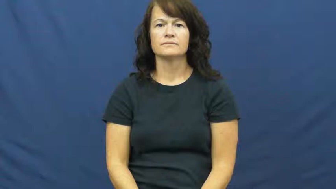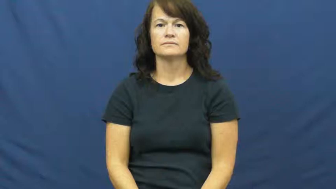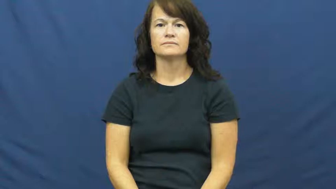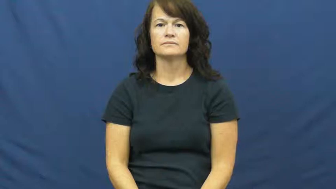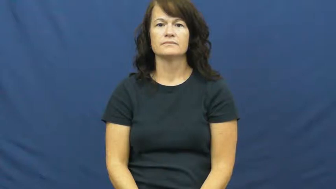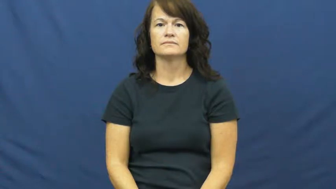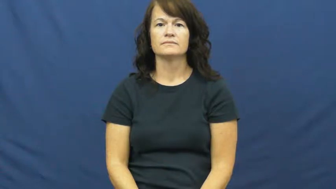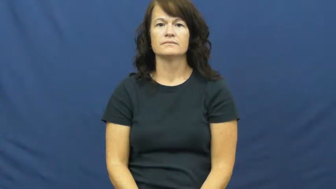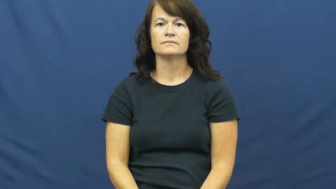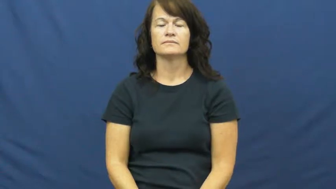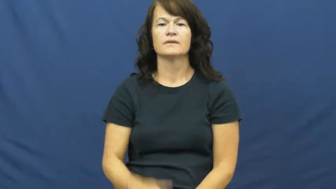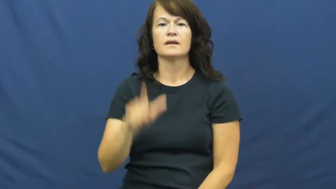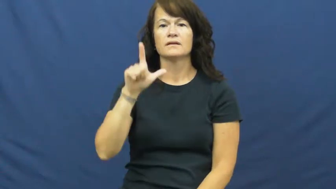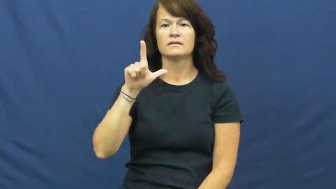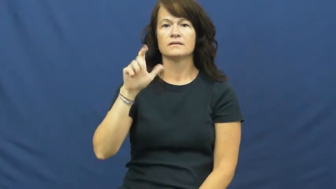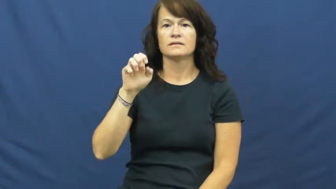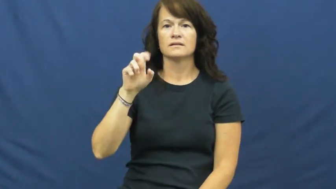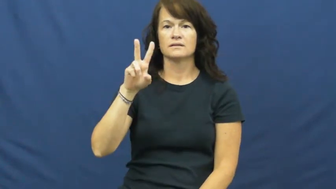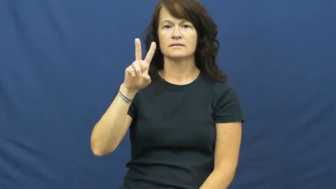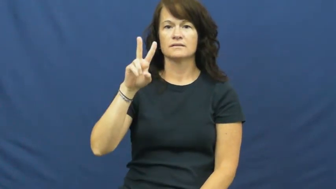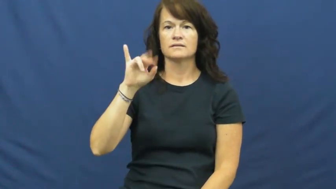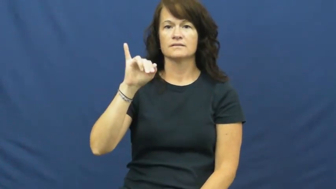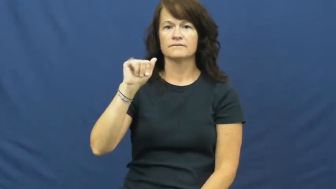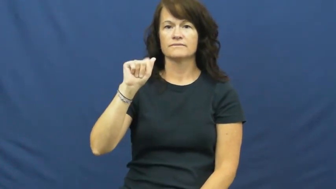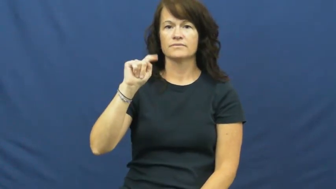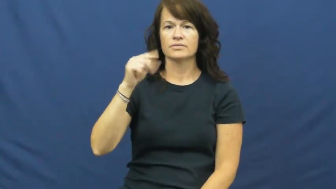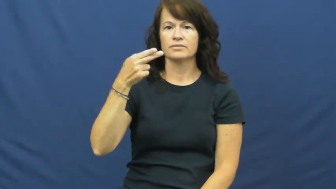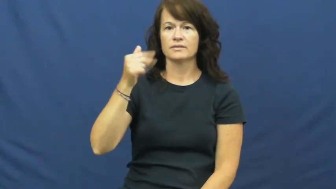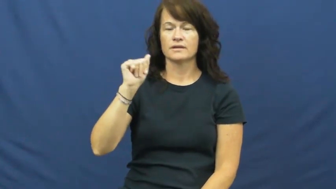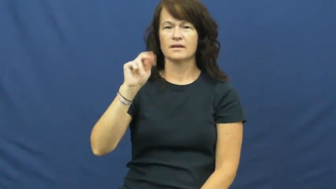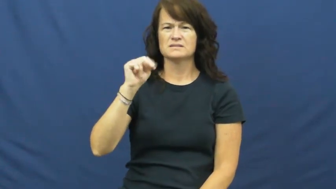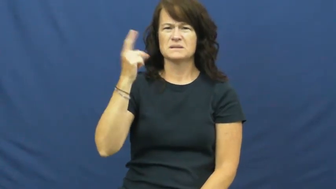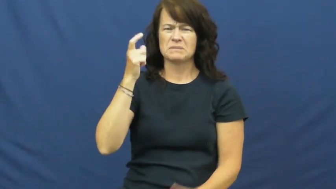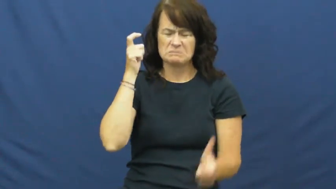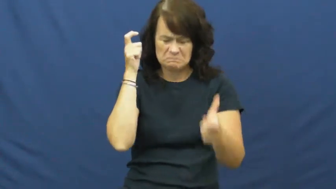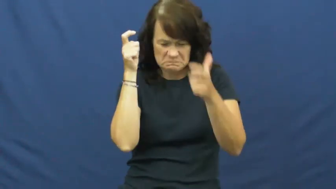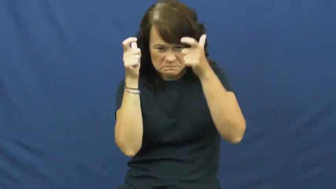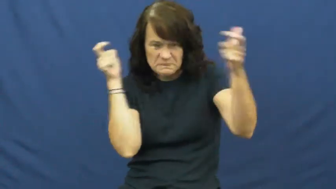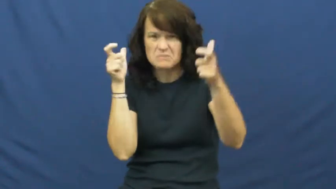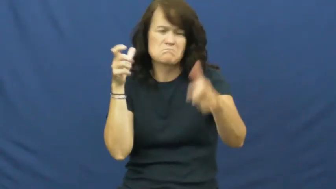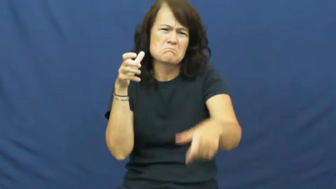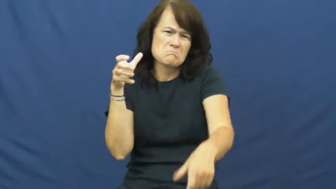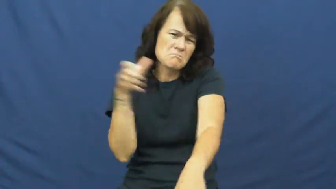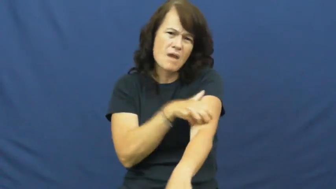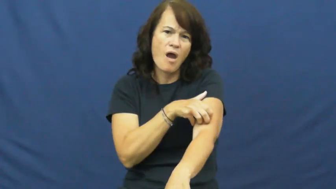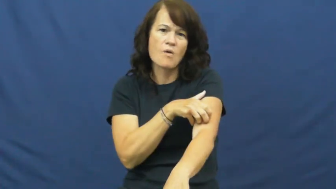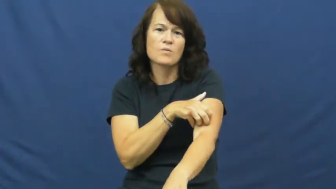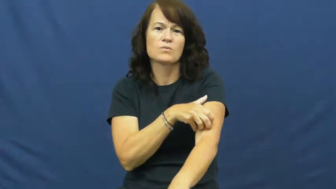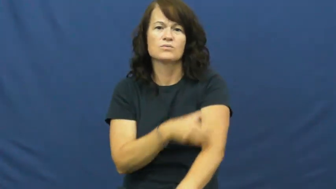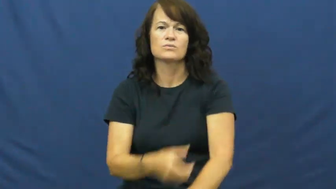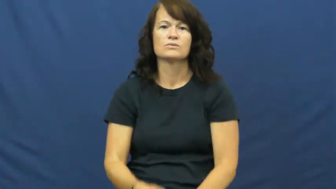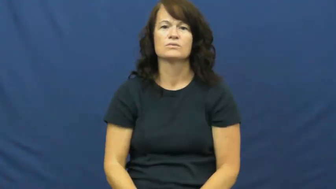leviathan